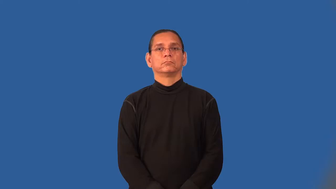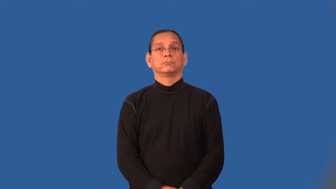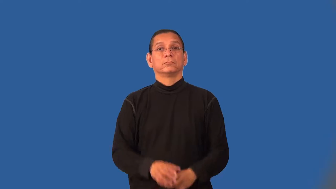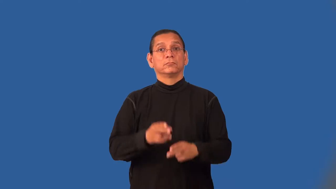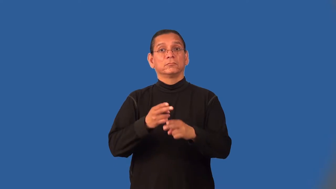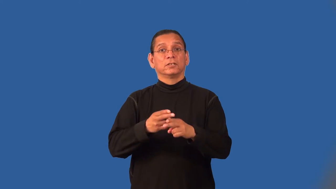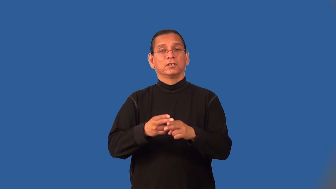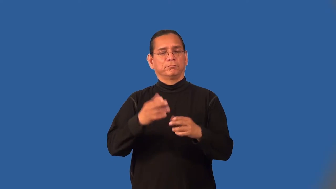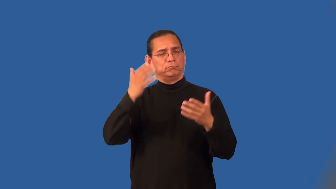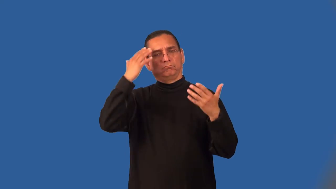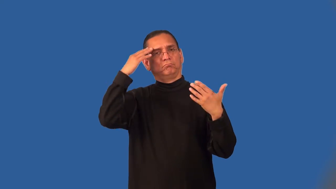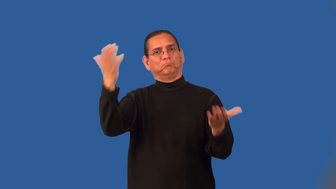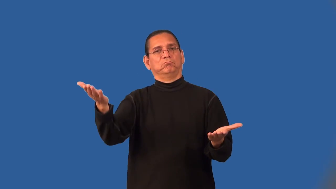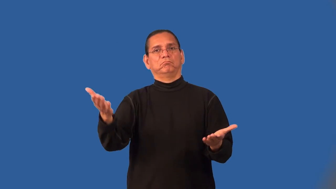nameless-don't know their name